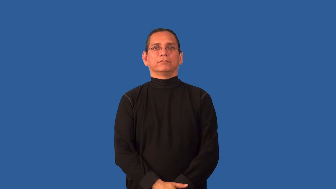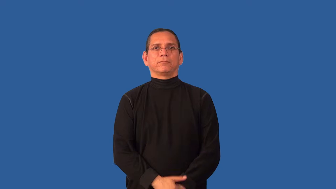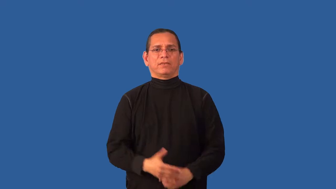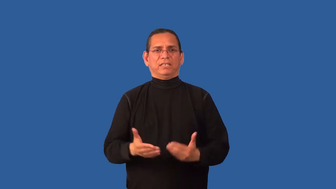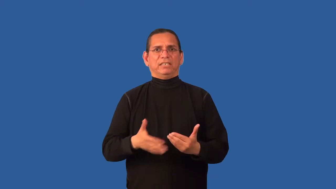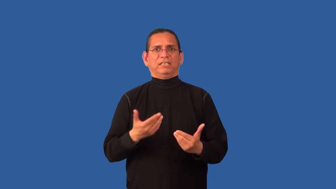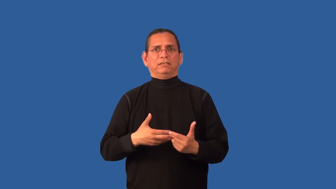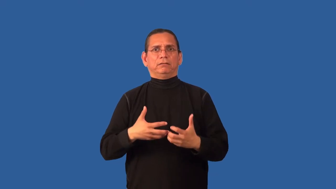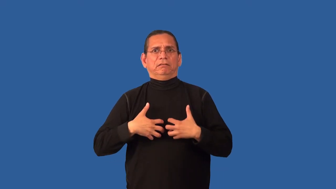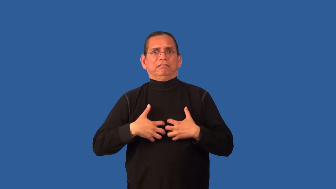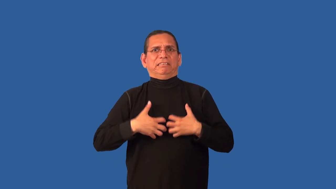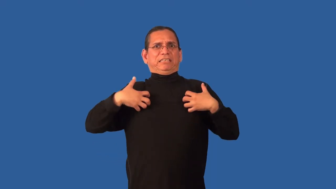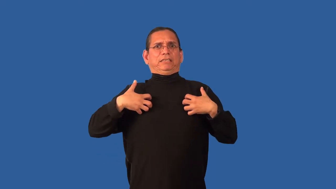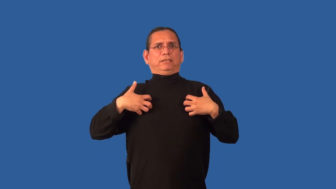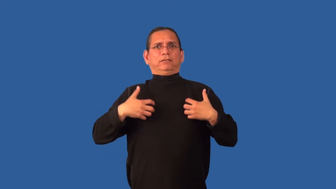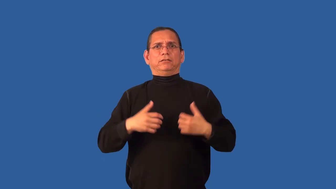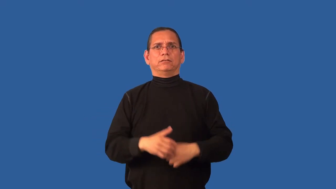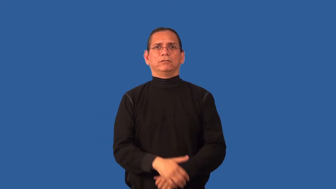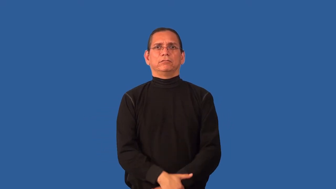combustible-angry